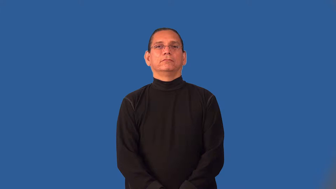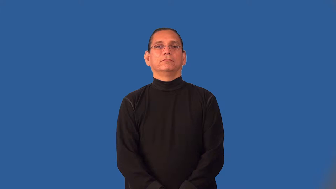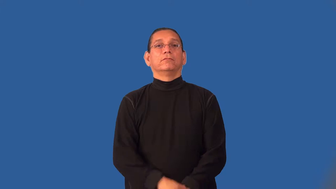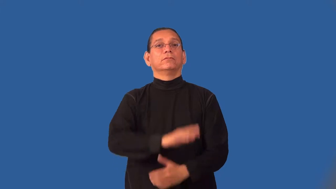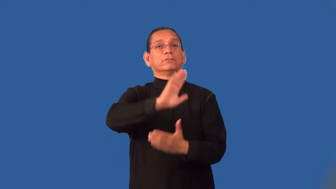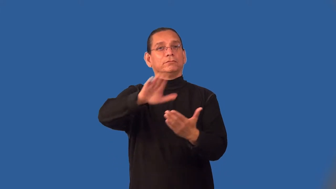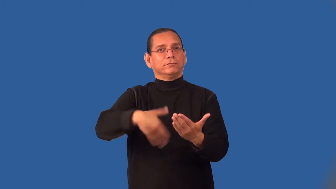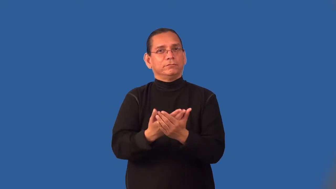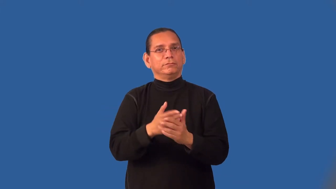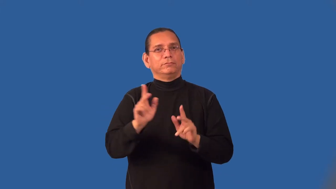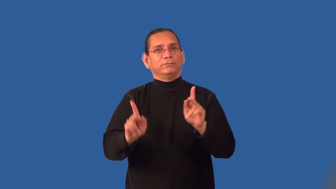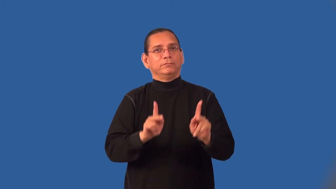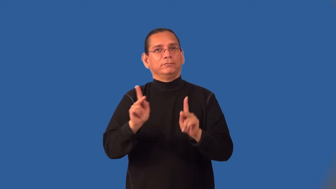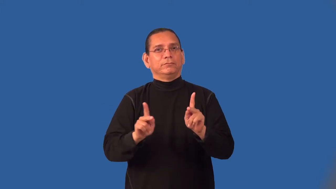humanity